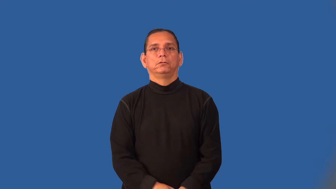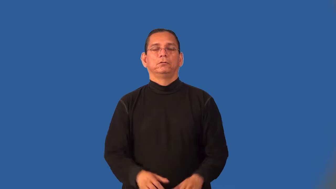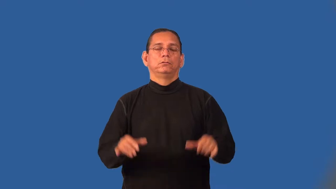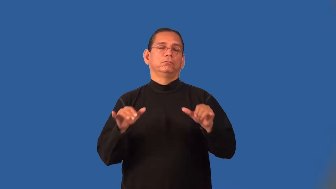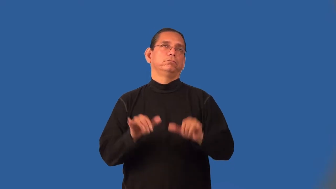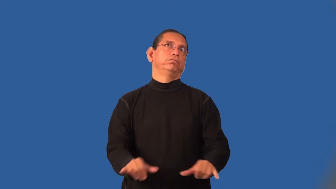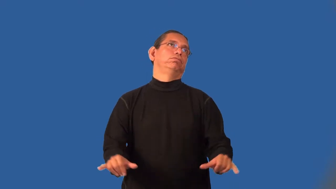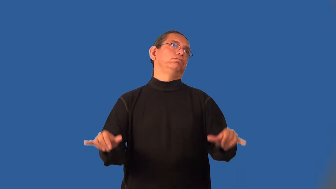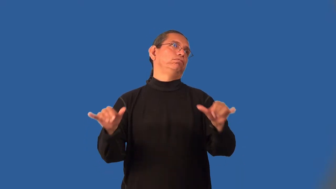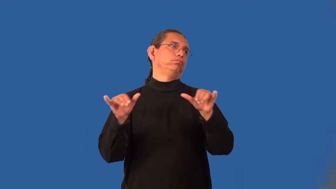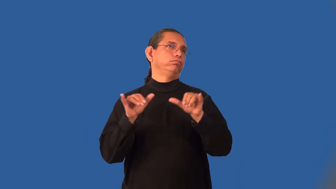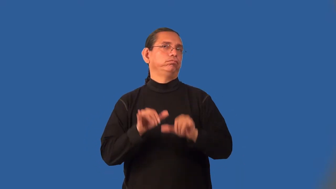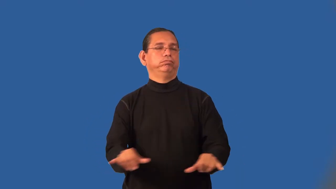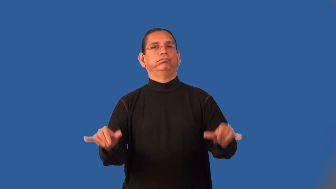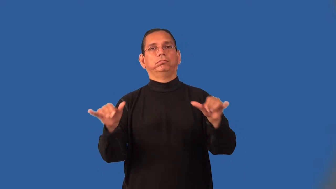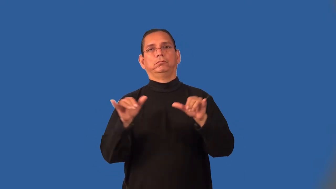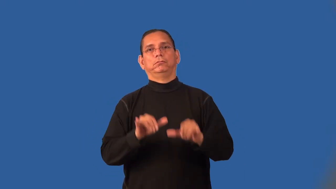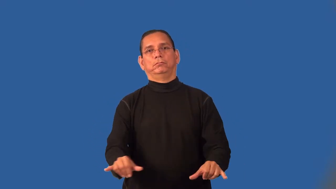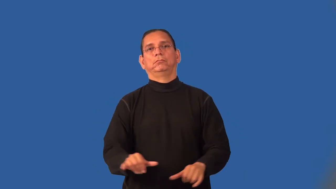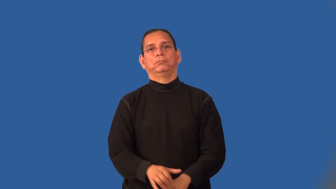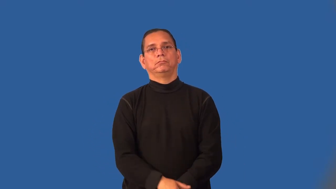interminable